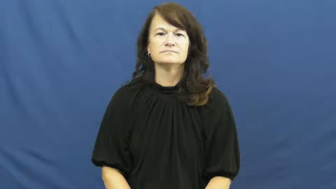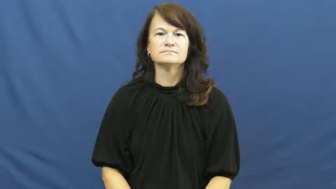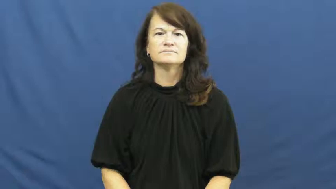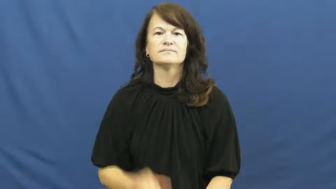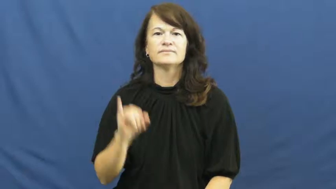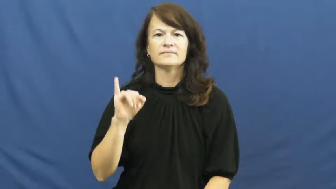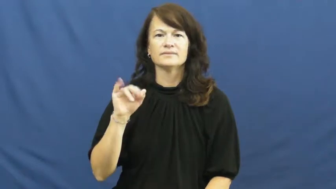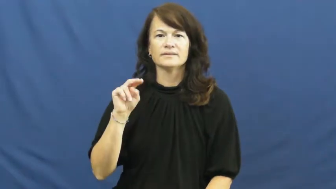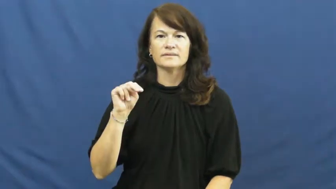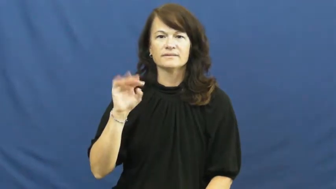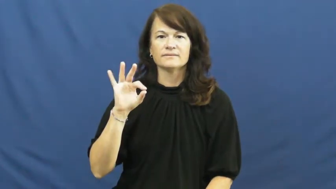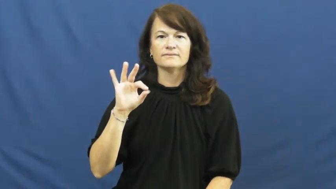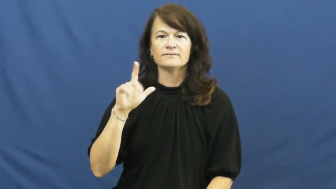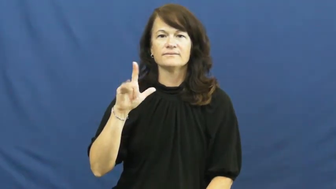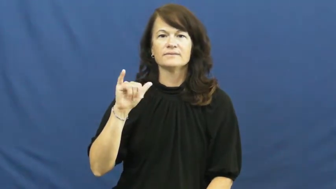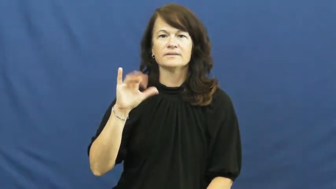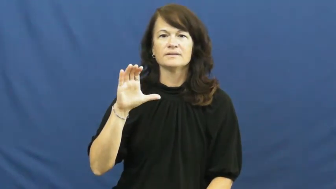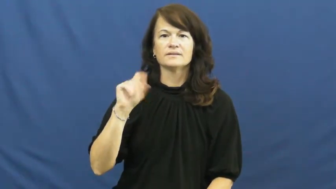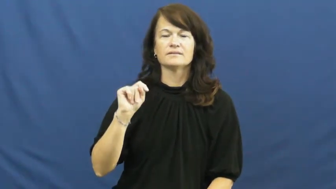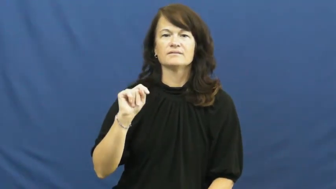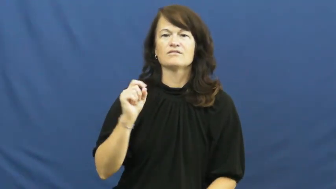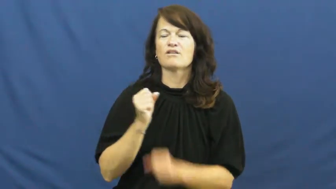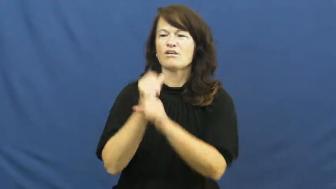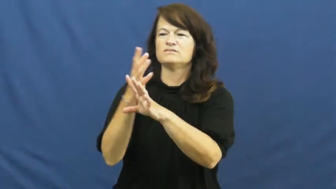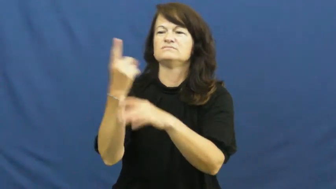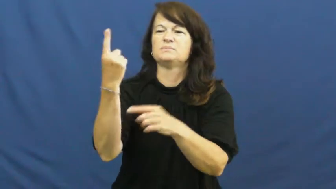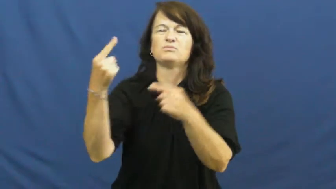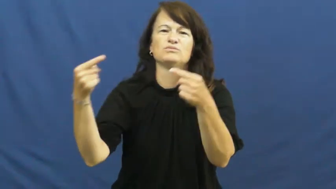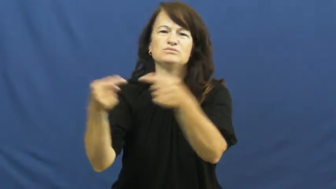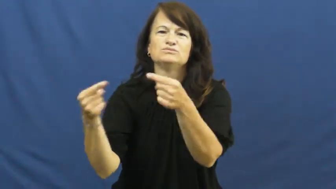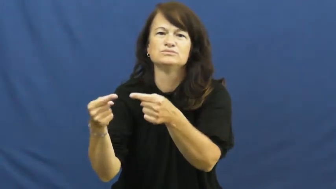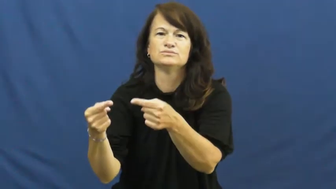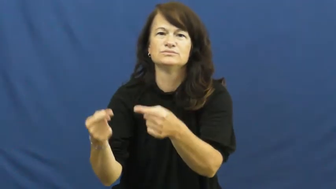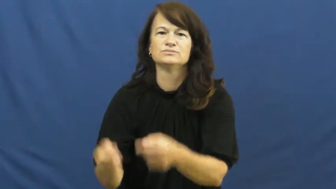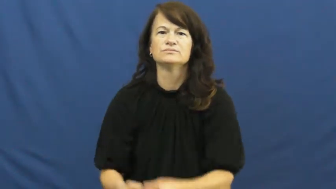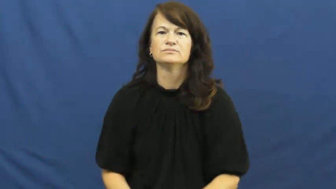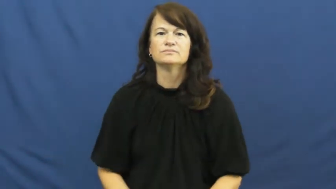inflict,inflict on